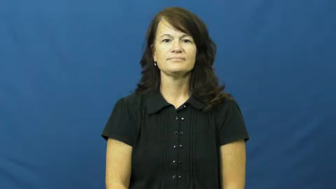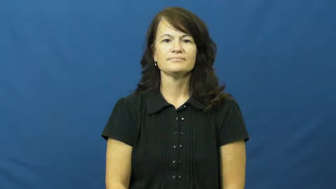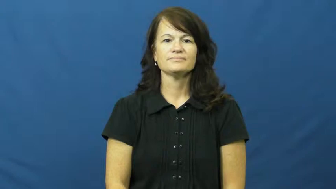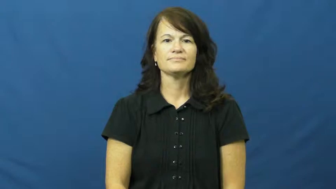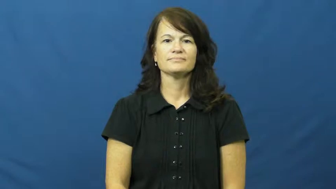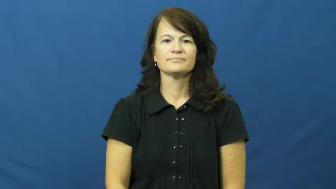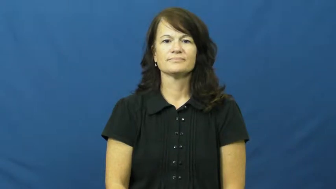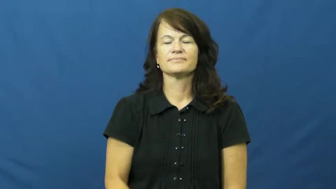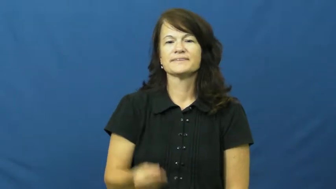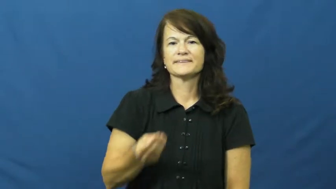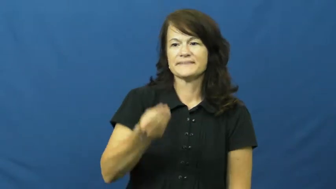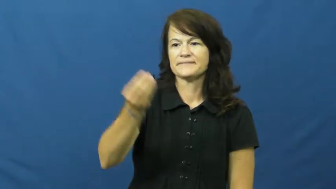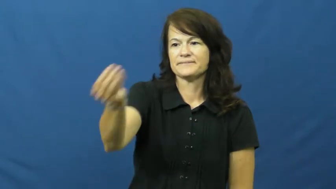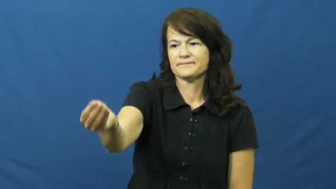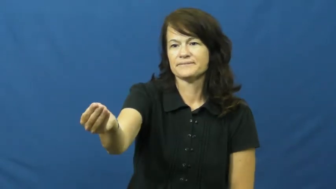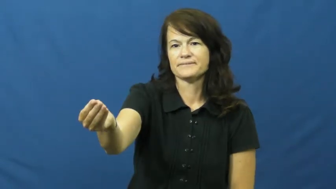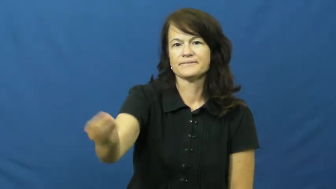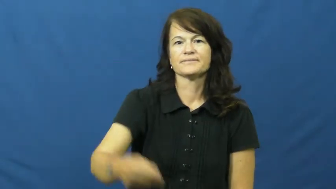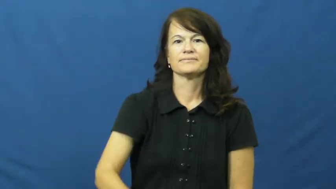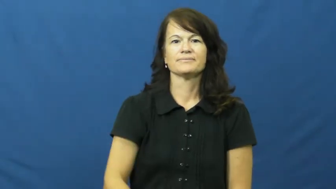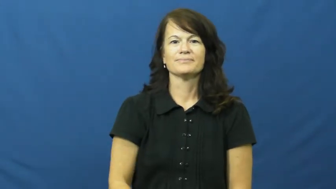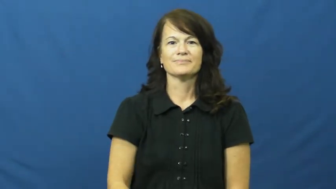submit,get in,give in,hand in,turn in,put in,bring in